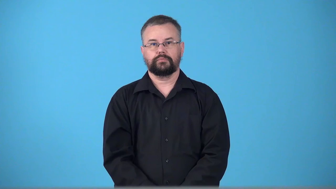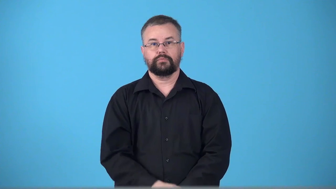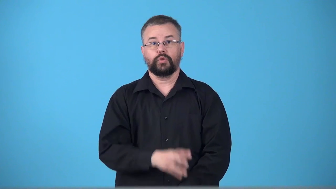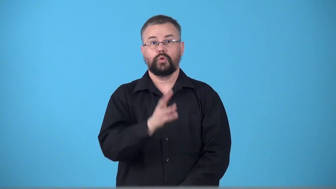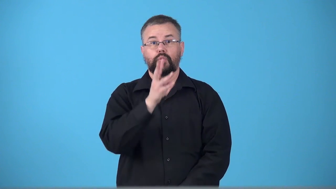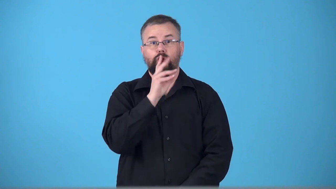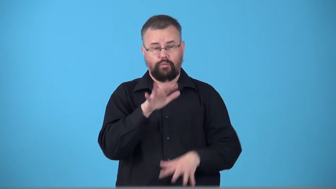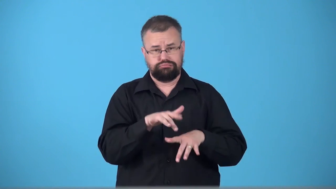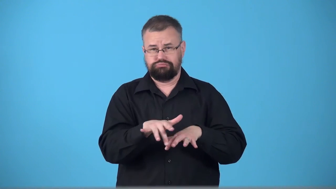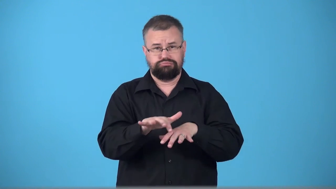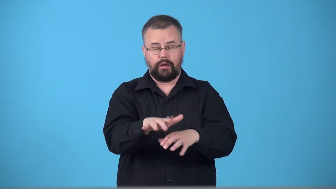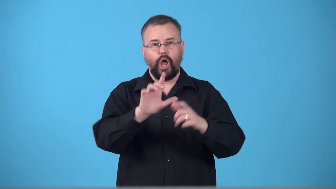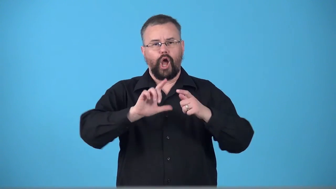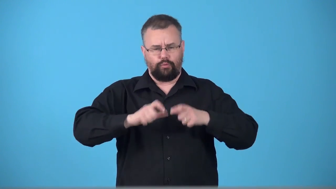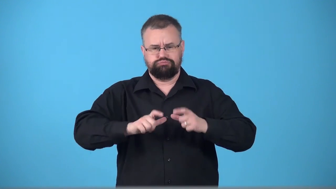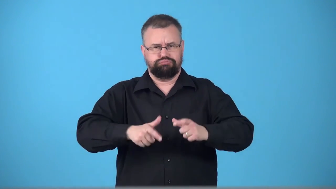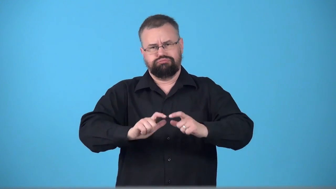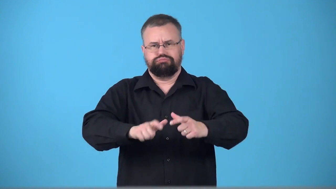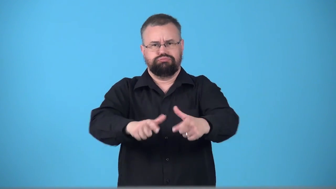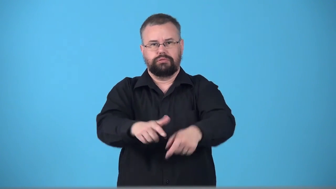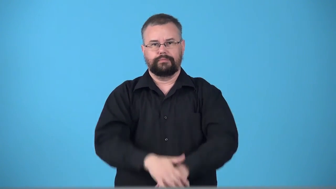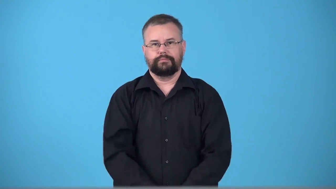tube-ride tube down river